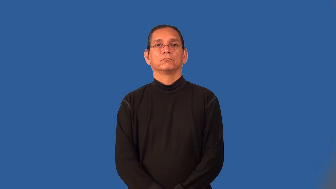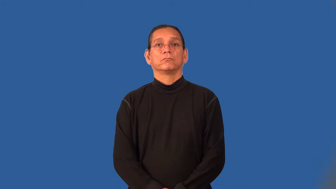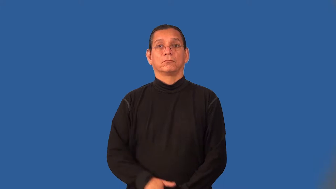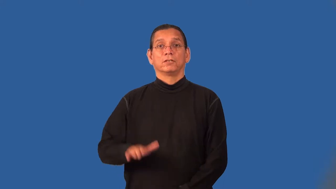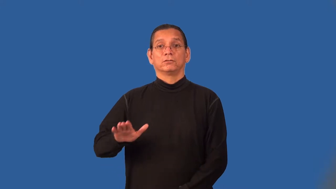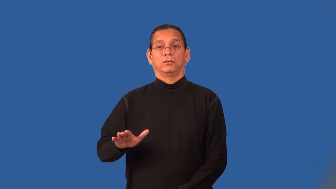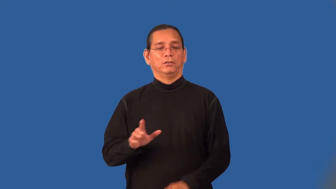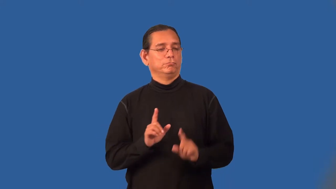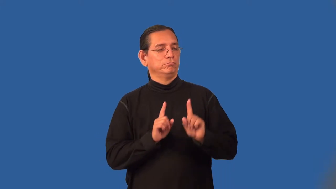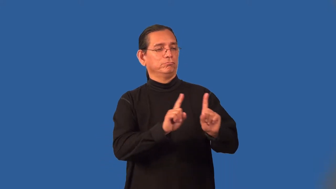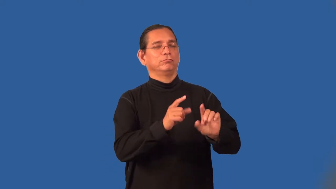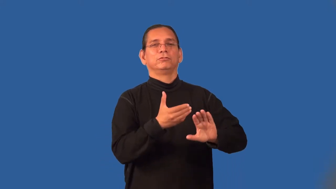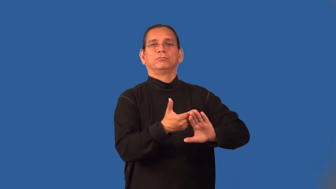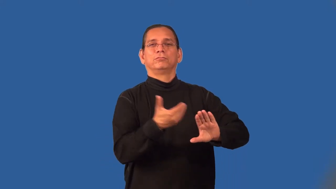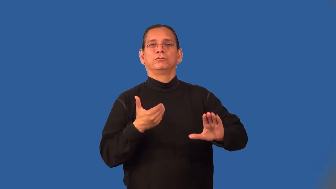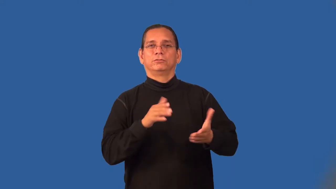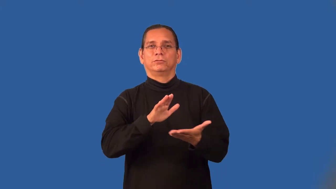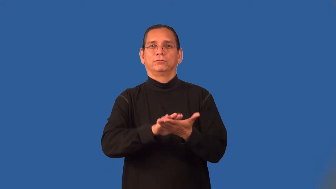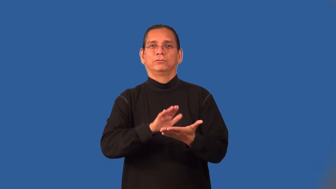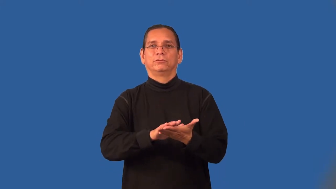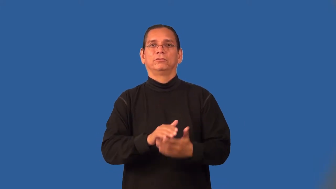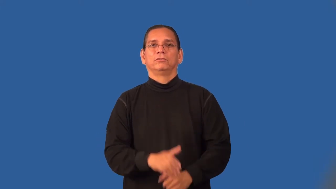preschooler